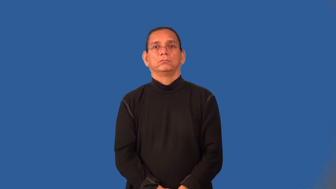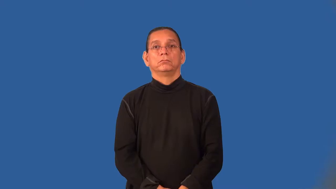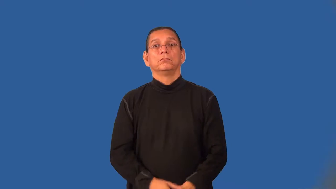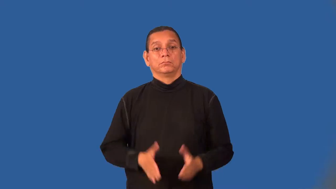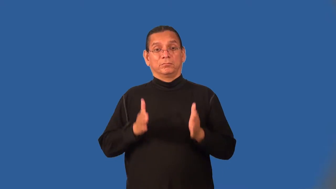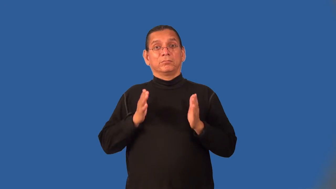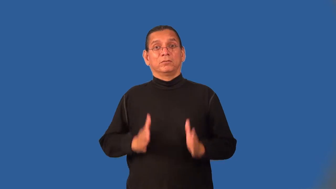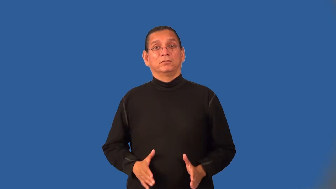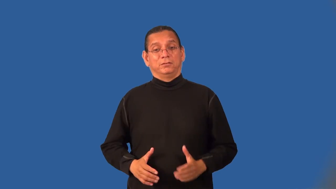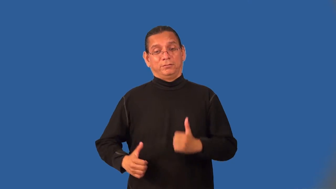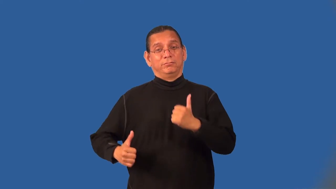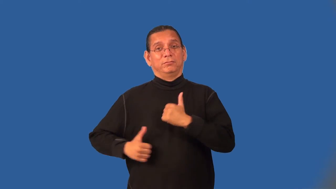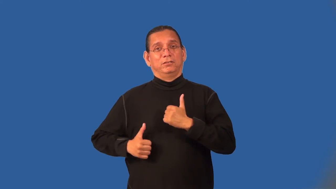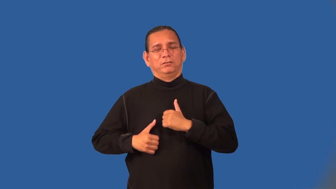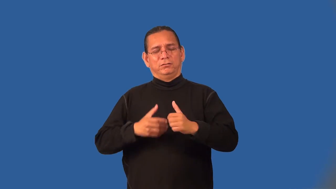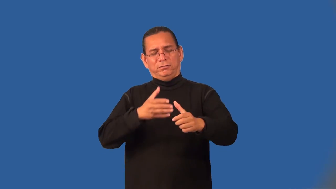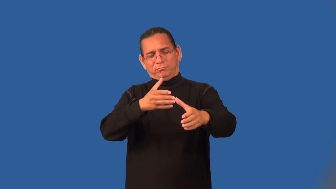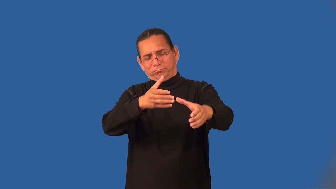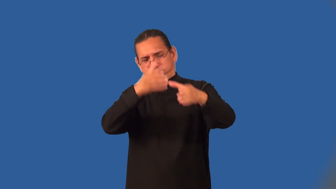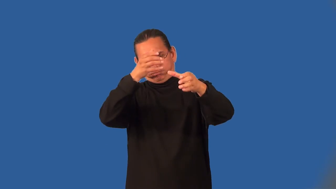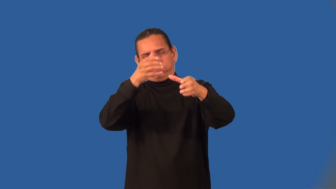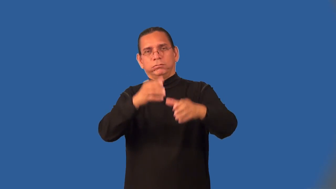militarist